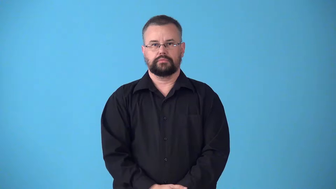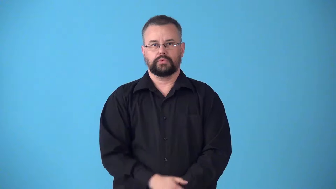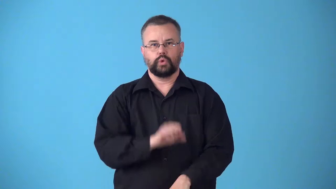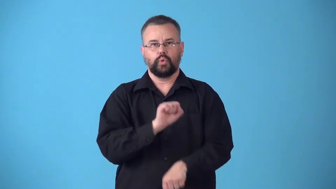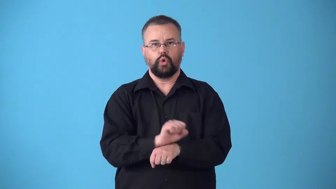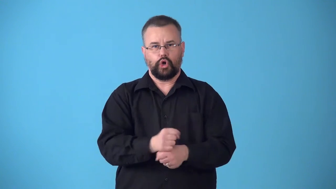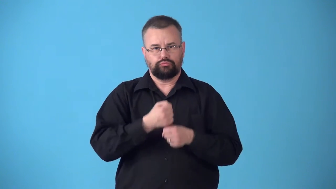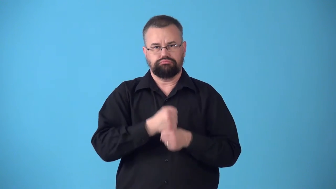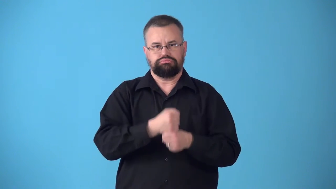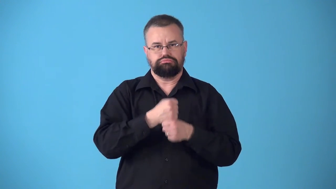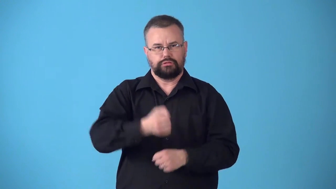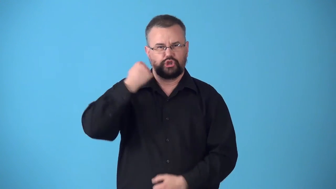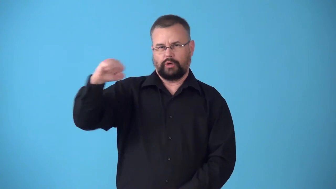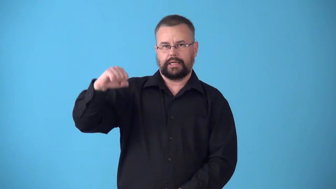striker-worker